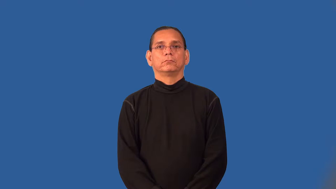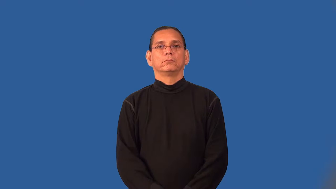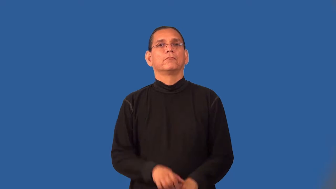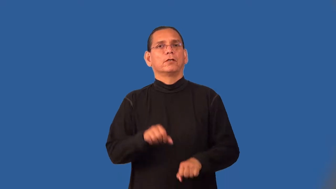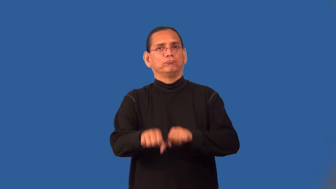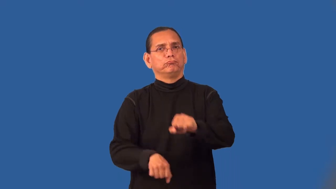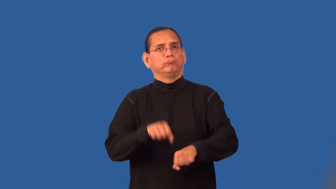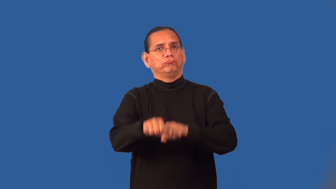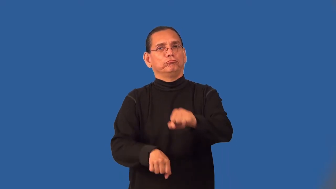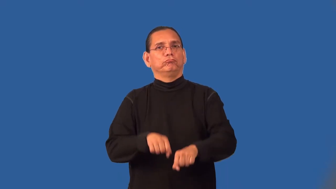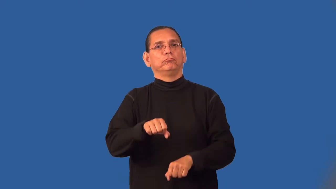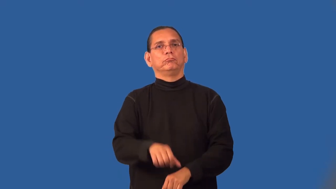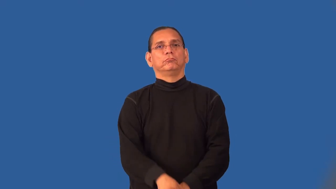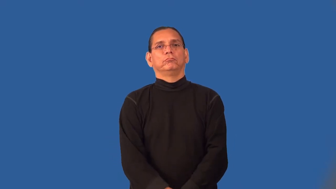pedal-verb